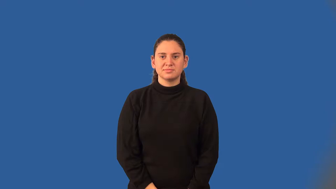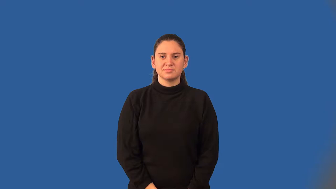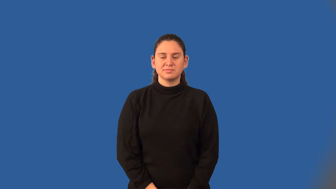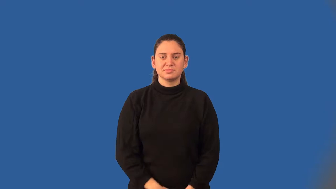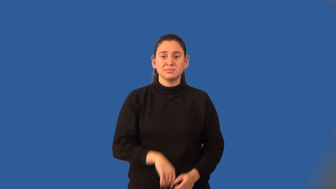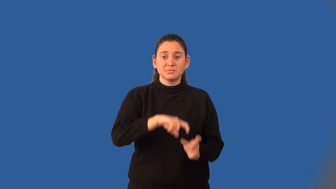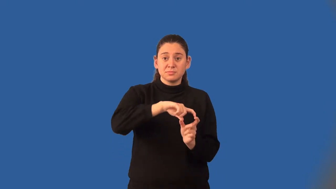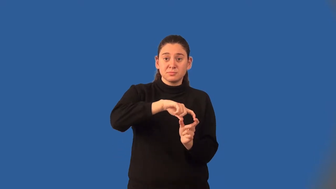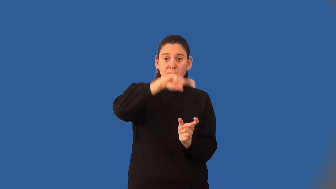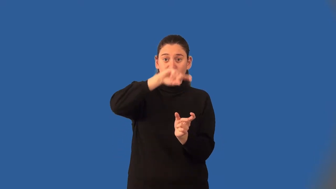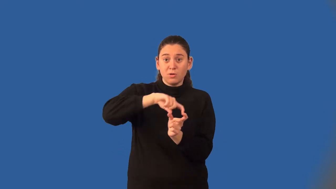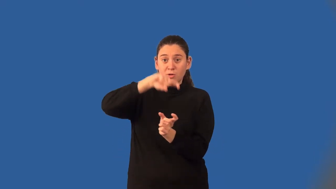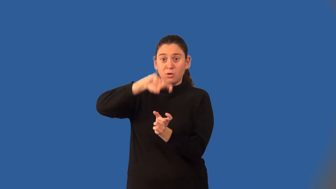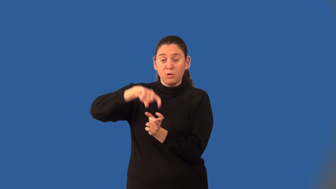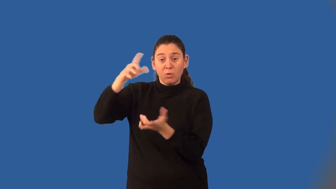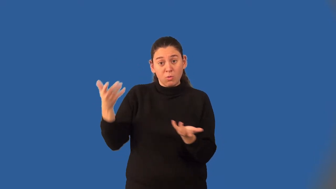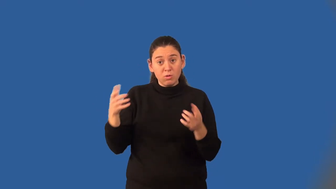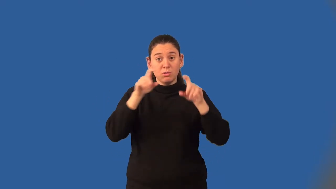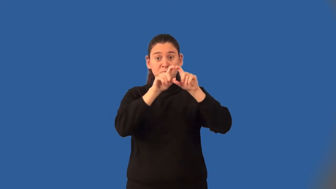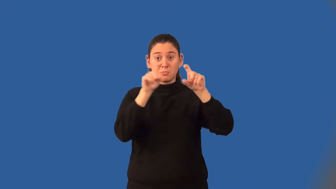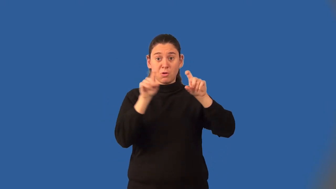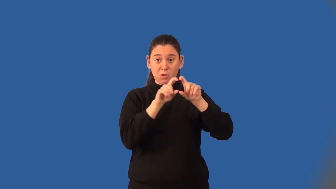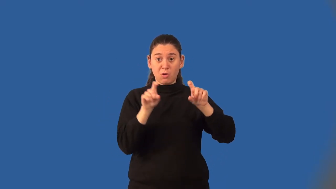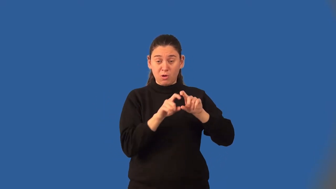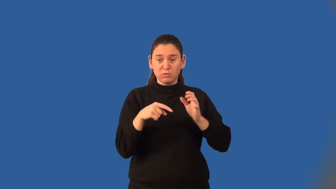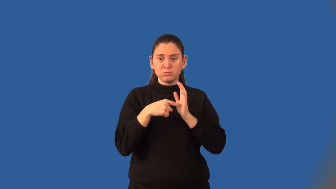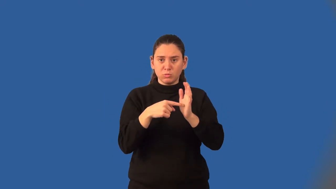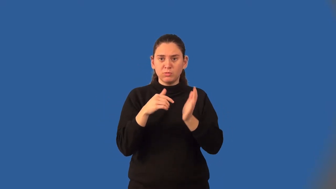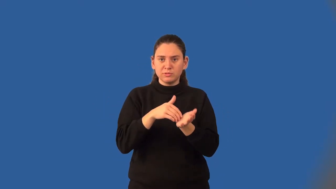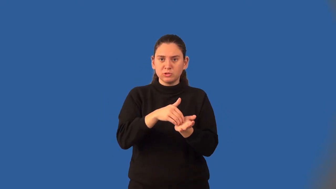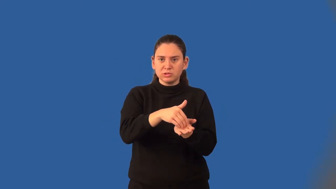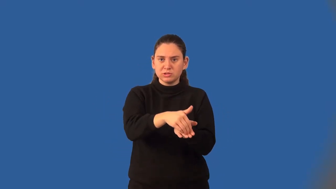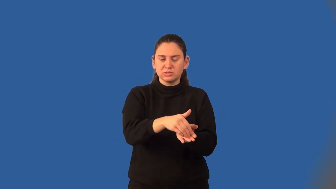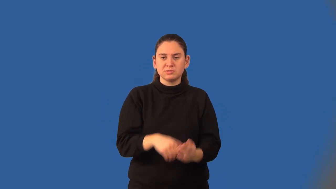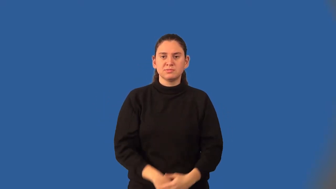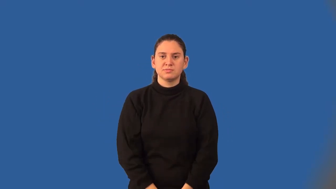histogram